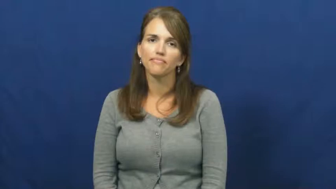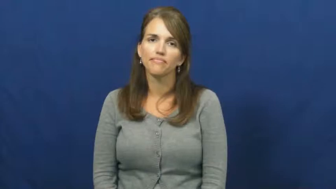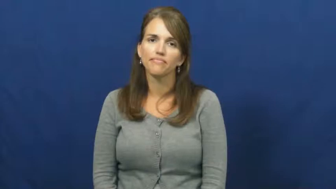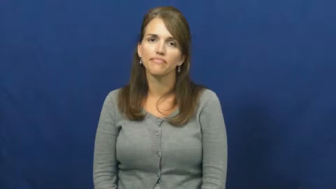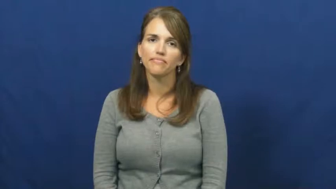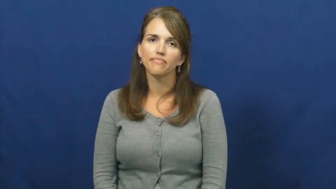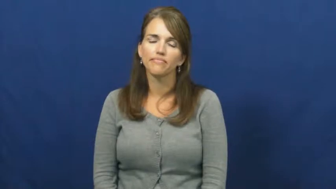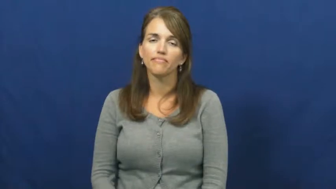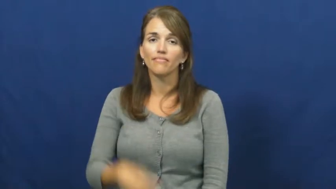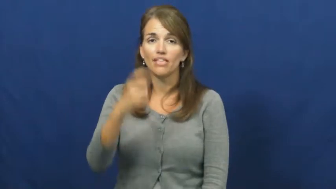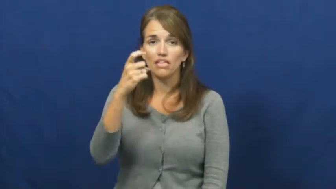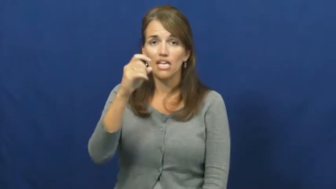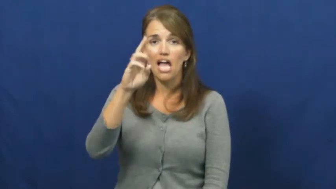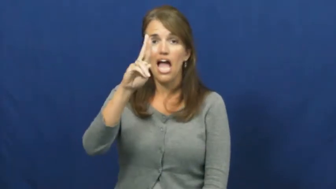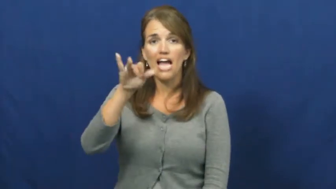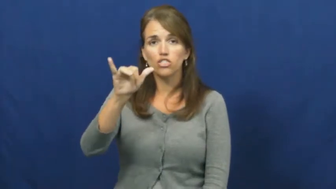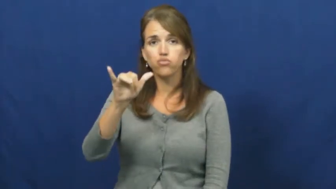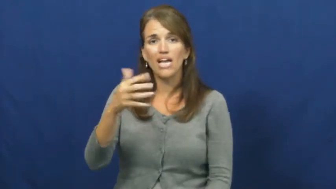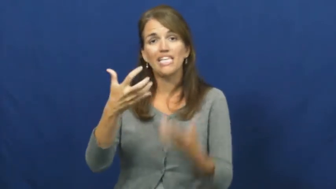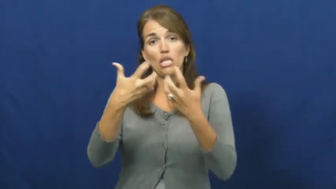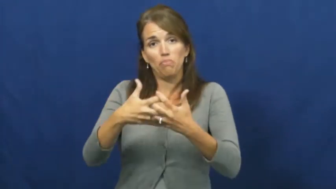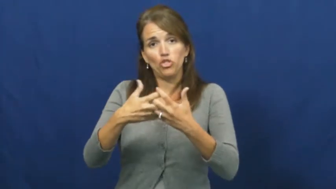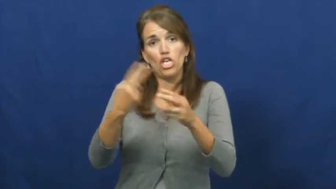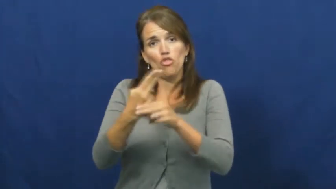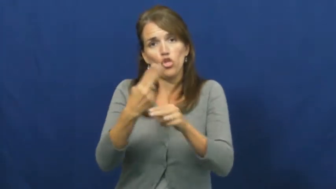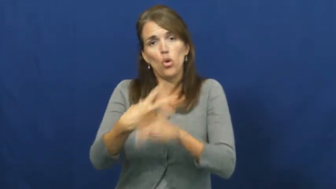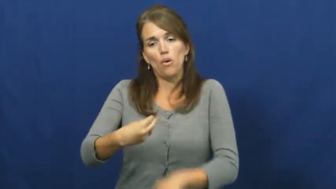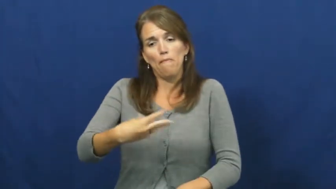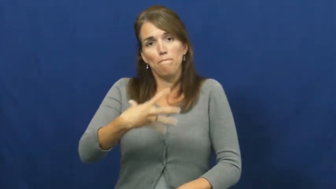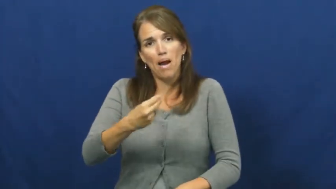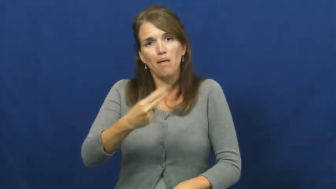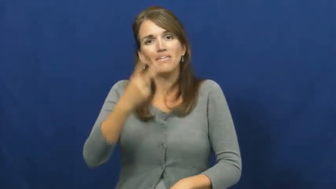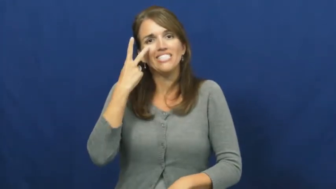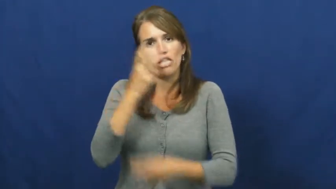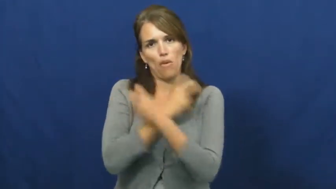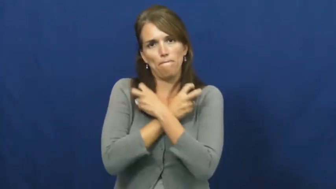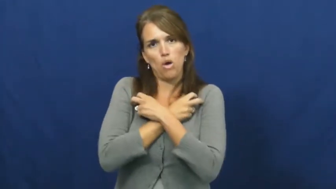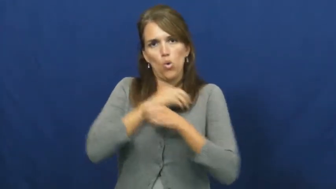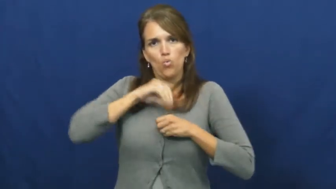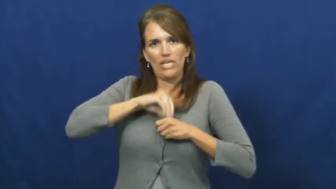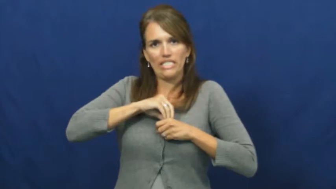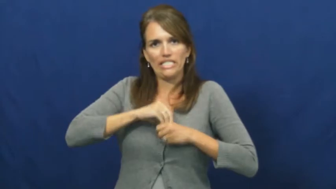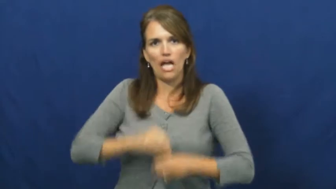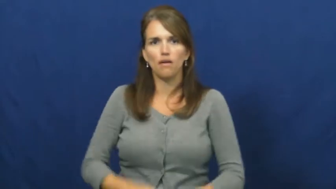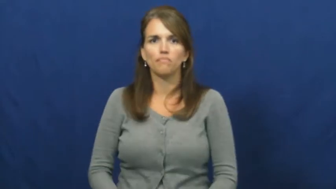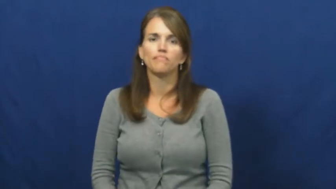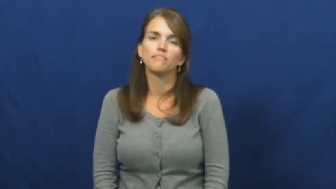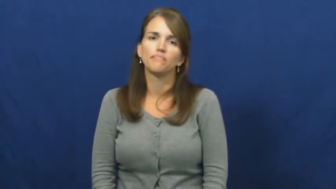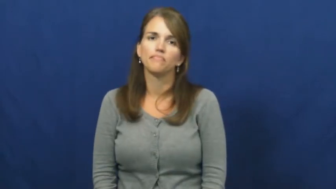x-ray,image,radiography,radioscopy,tomography